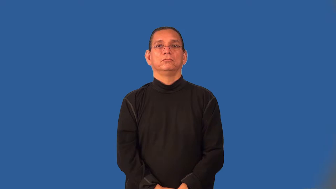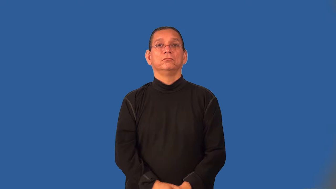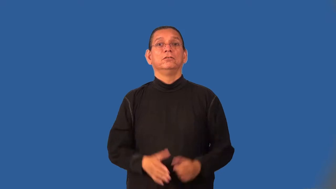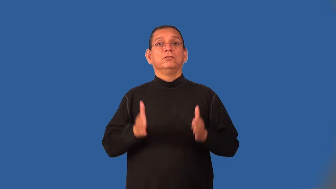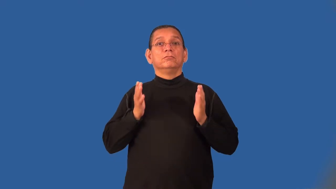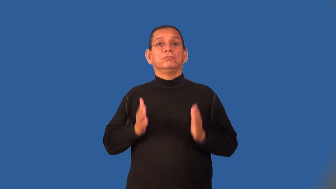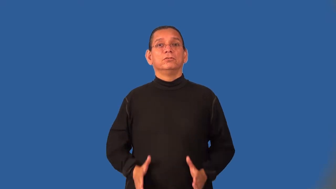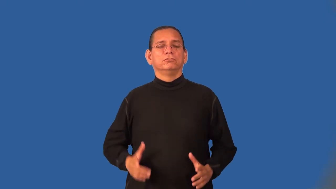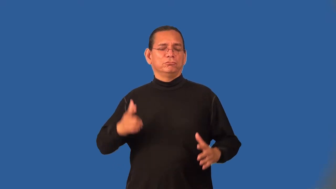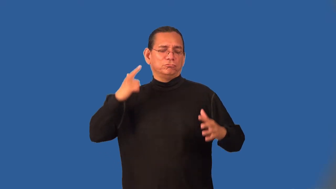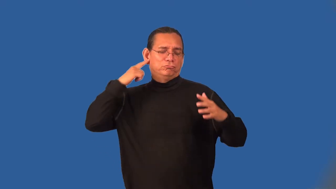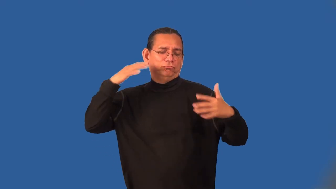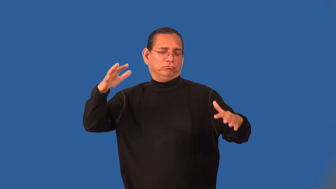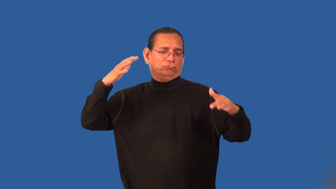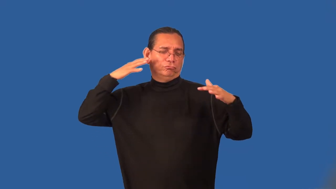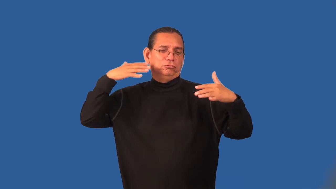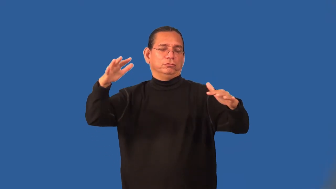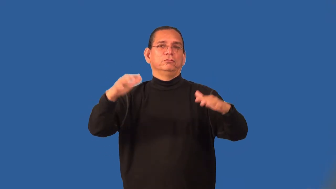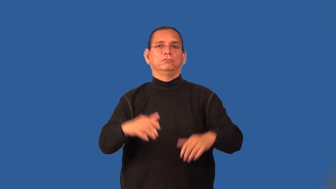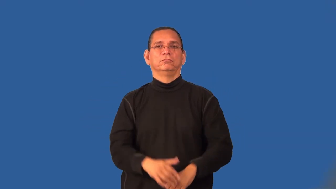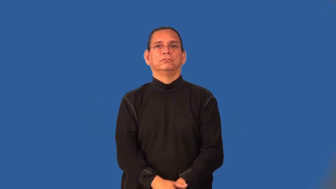merrymaker